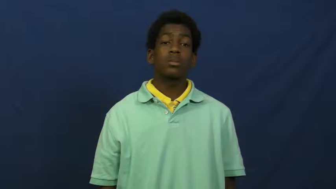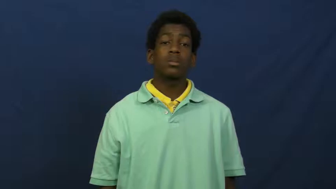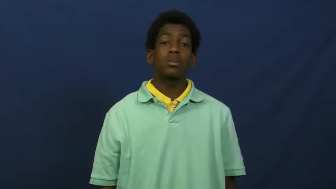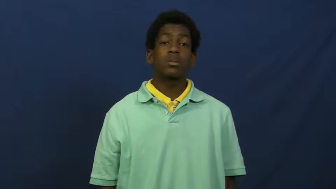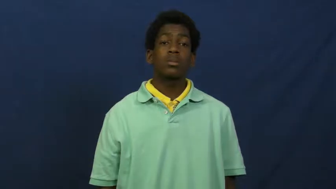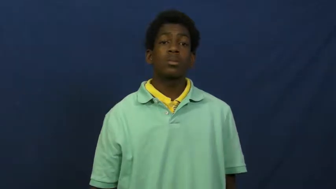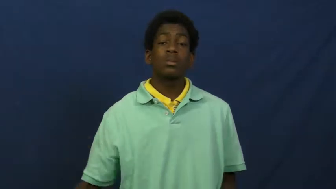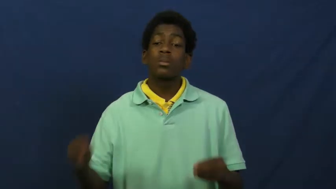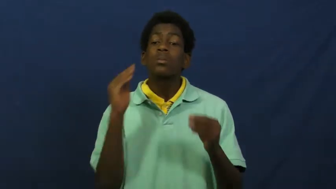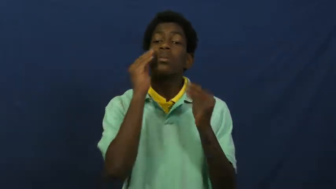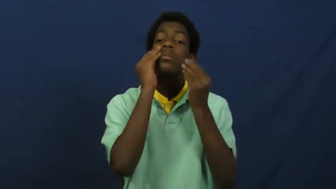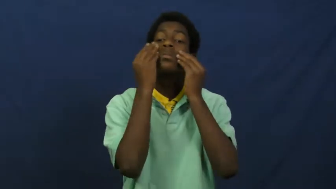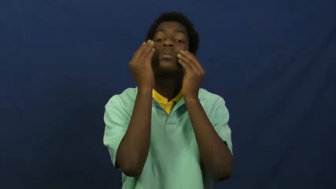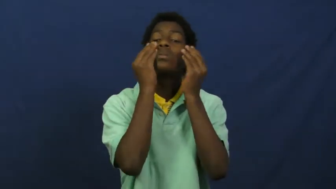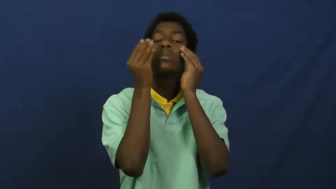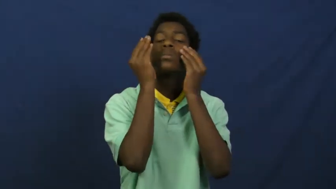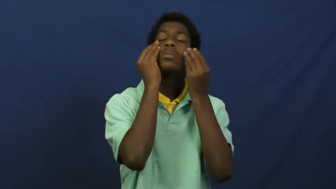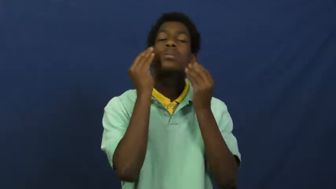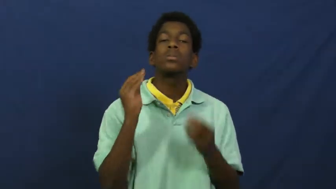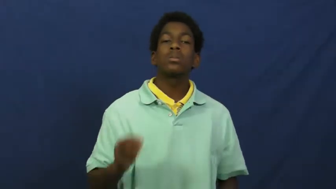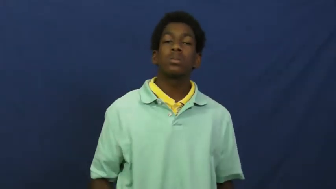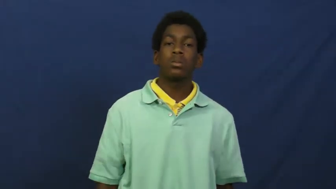cosmetics